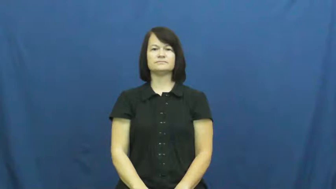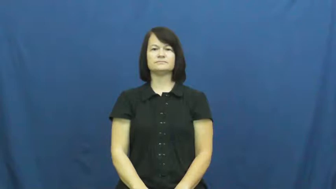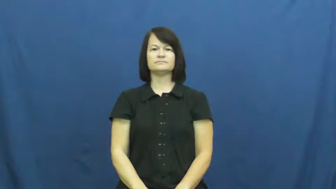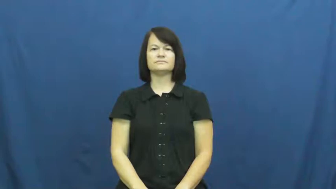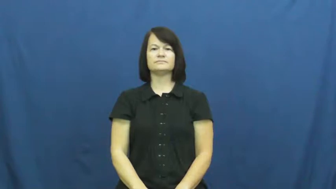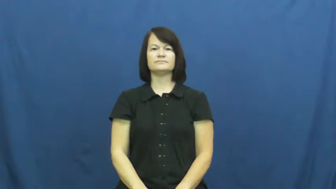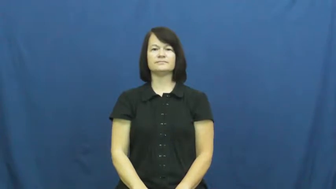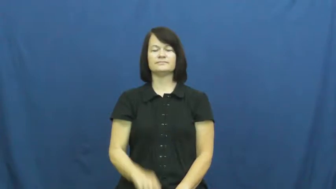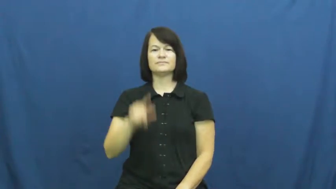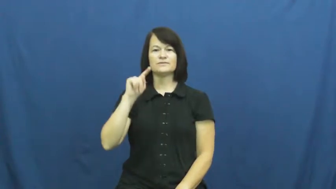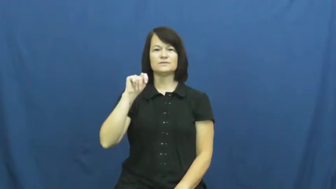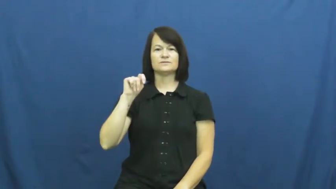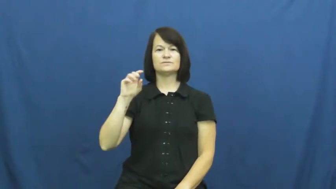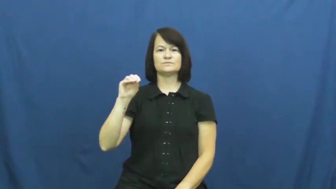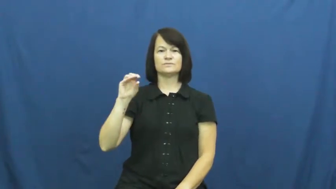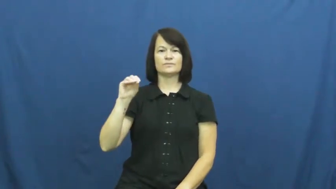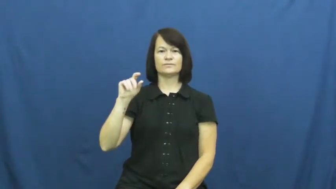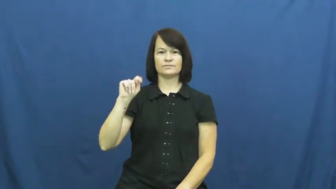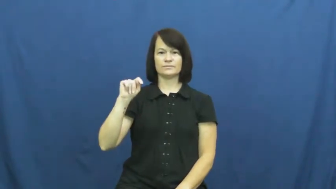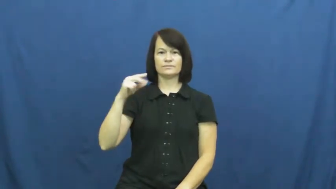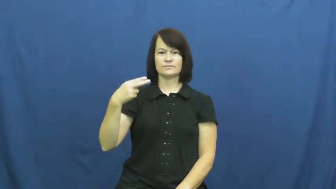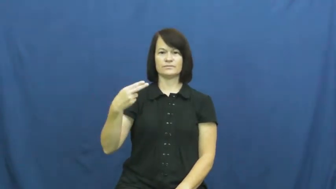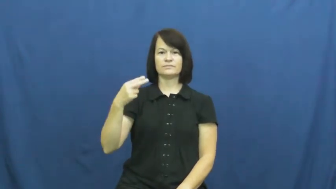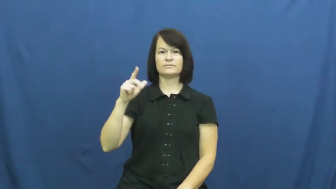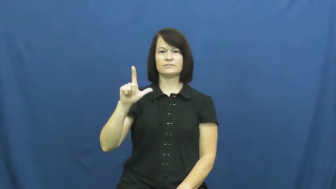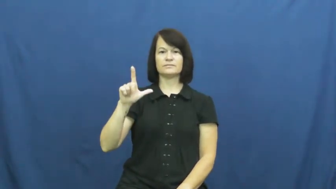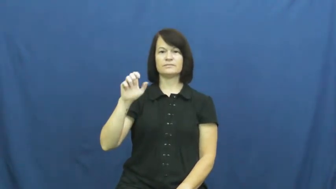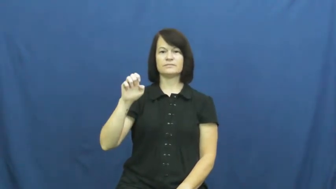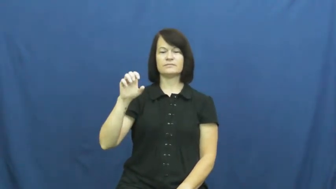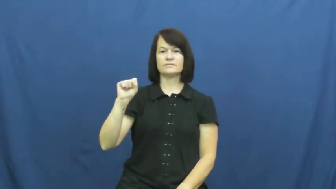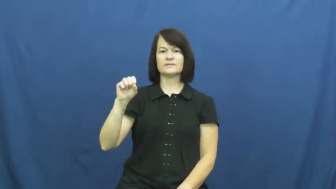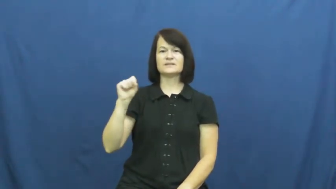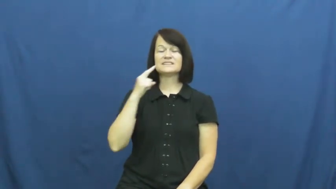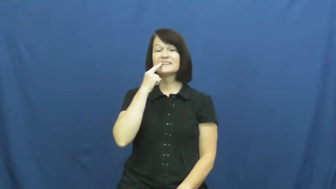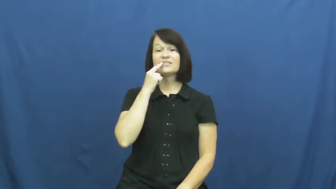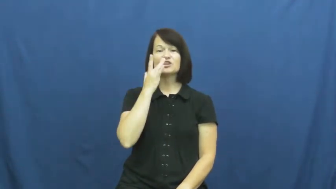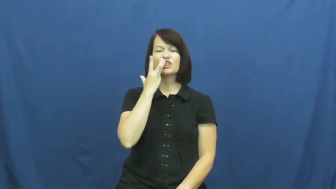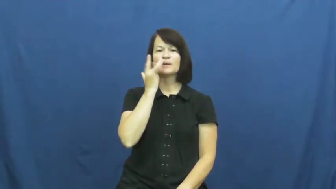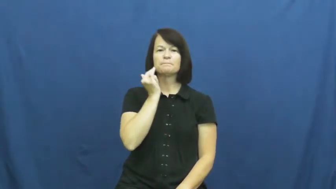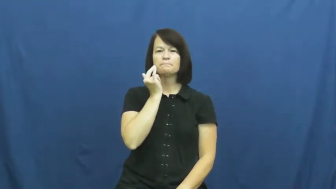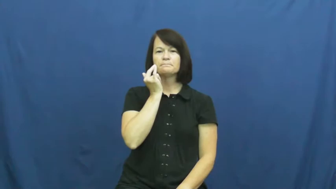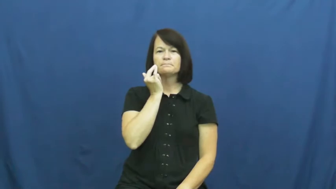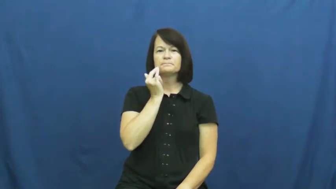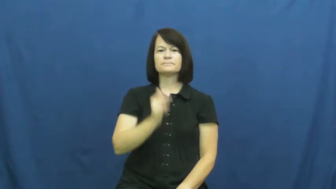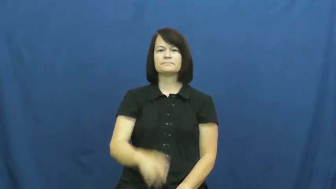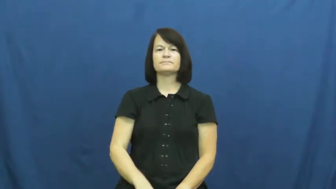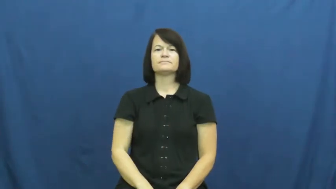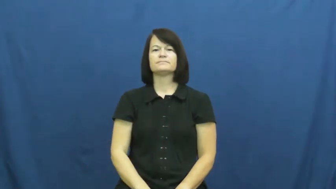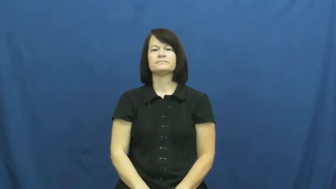toothless